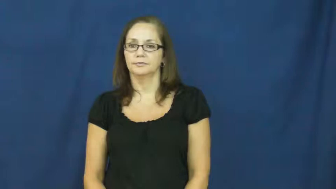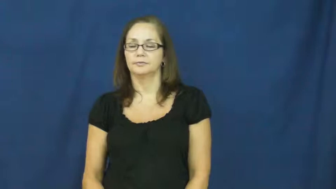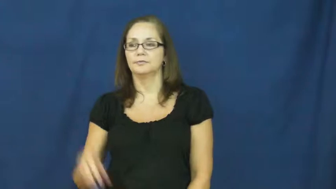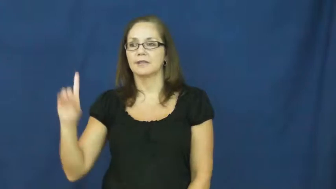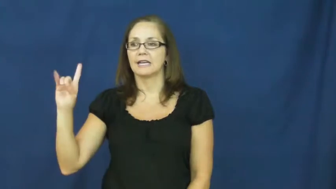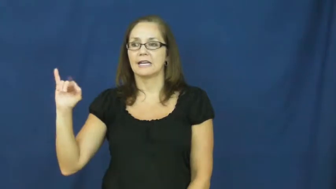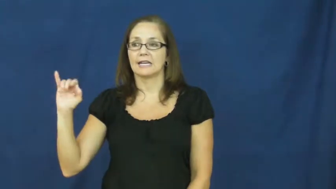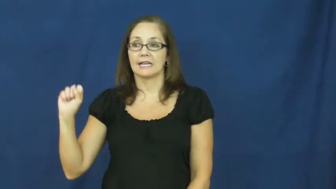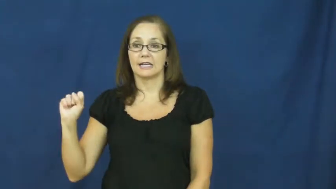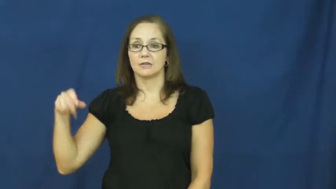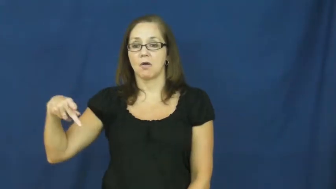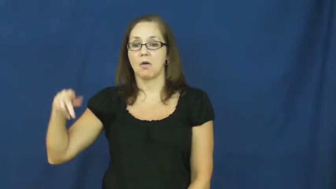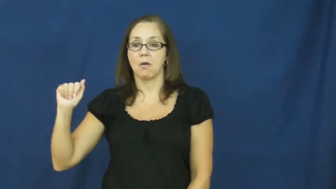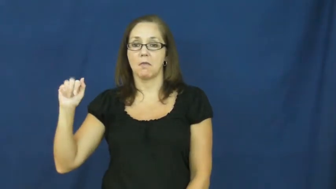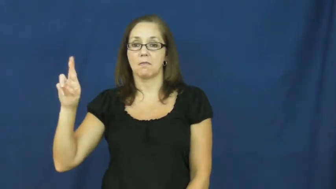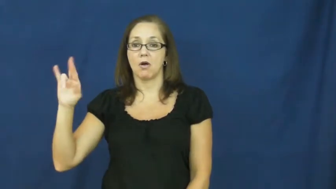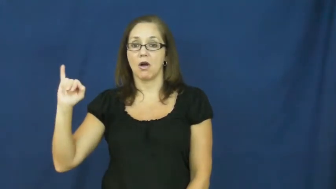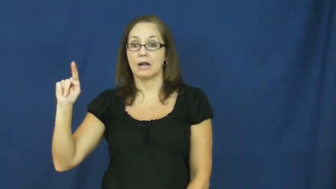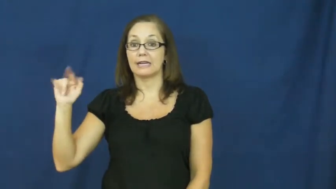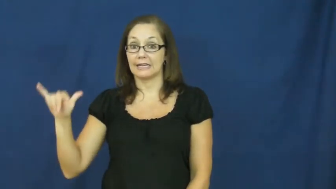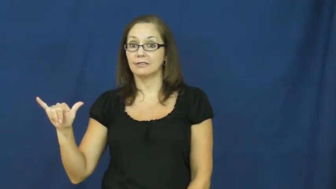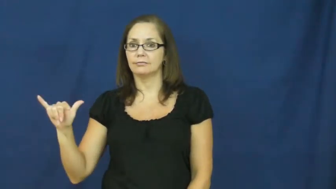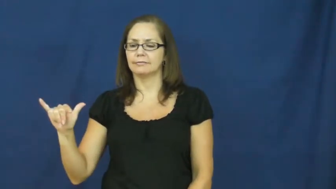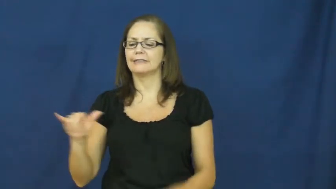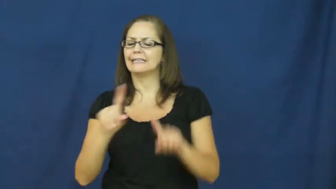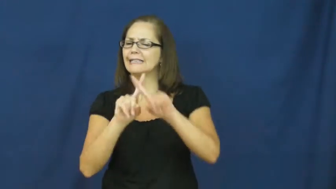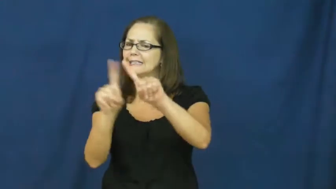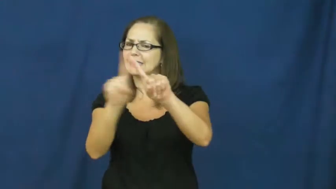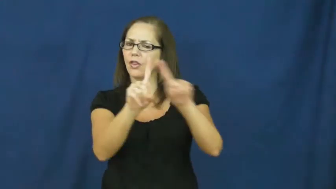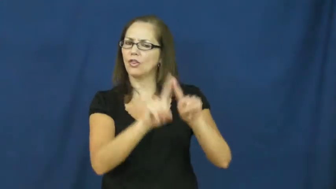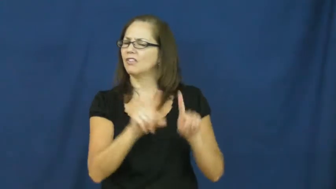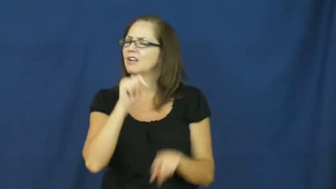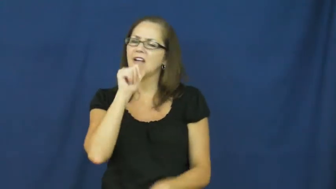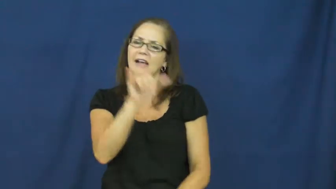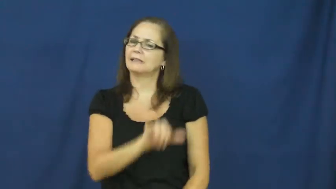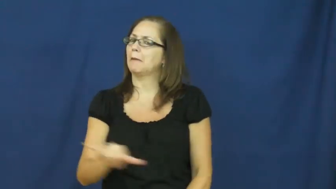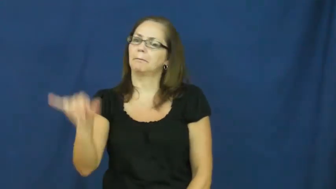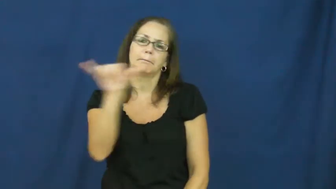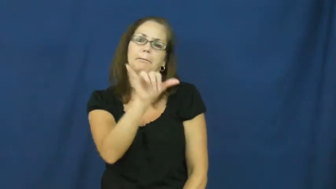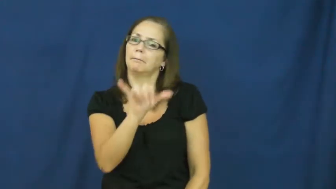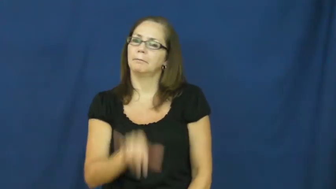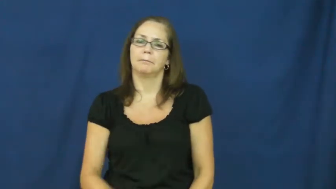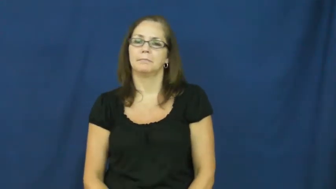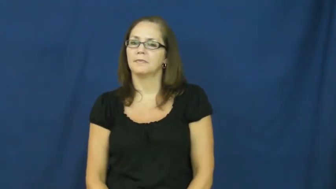disparity,eclectic